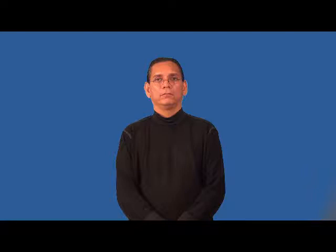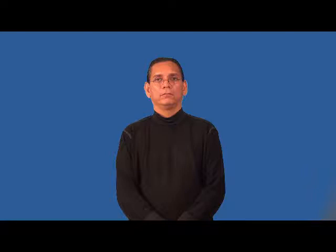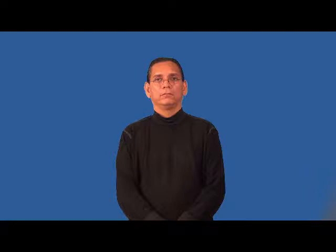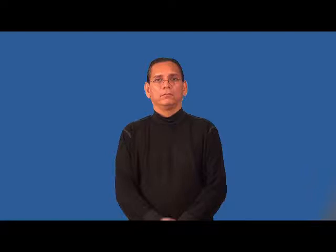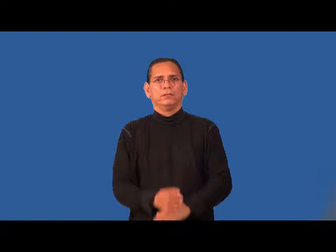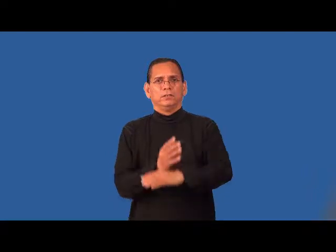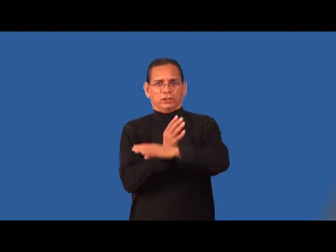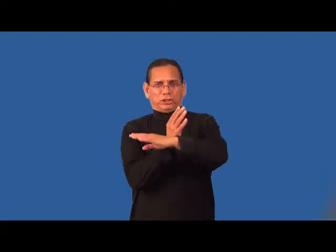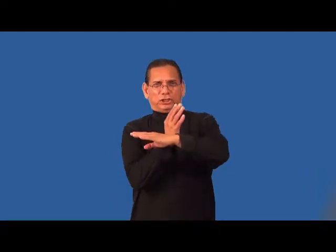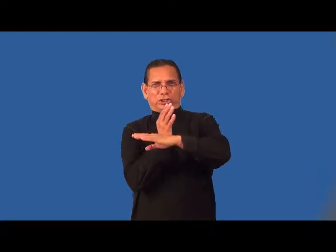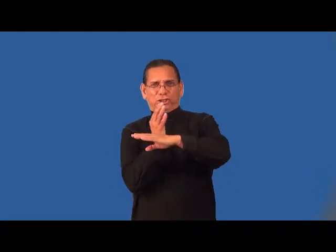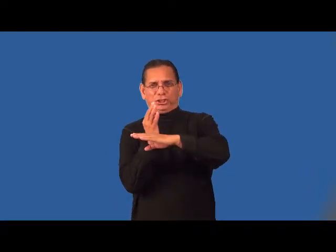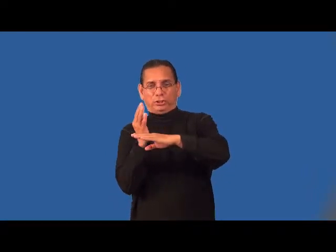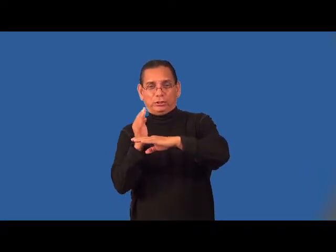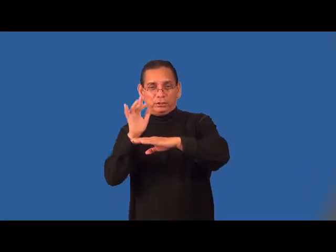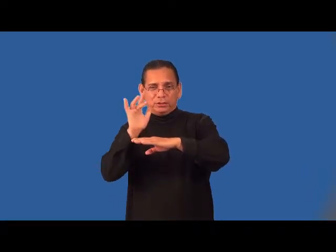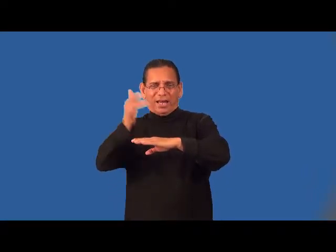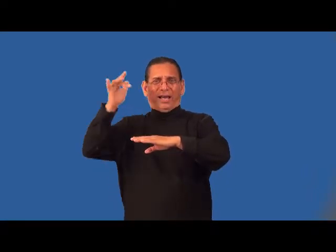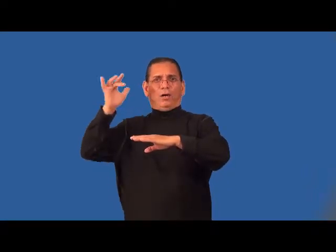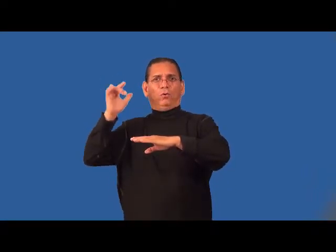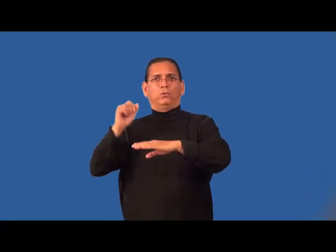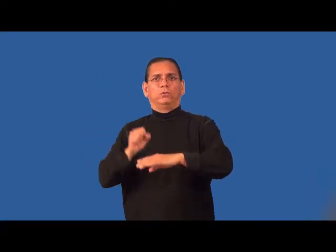thorny-pointy